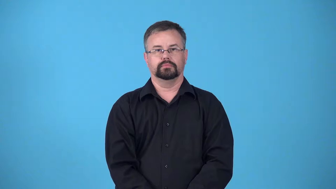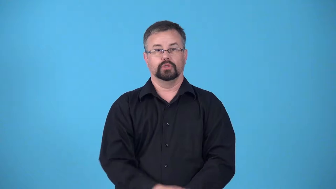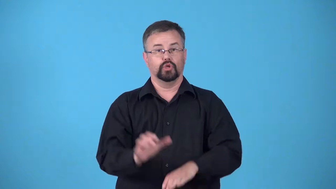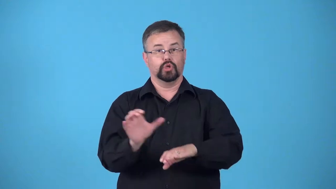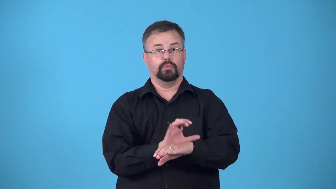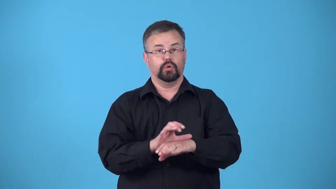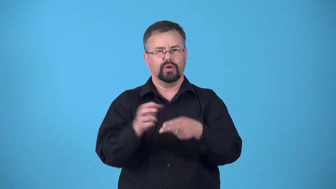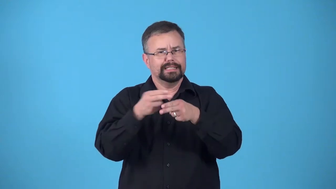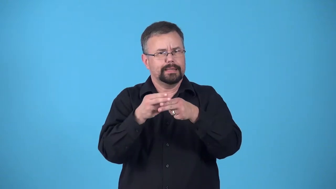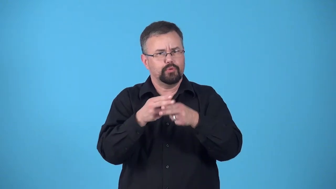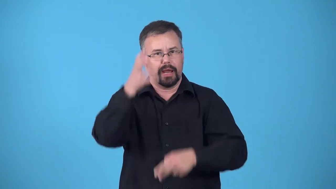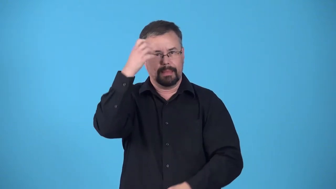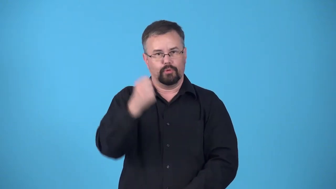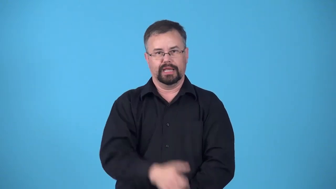cache computer